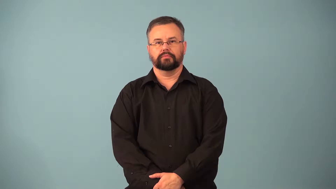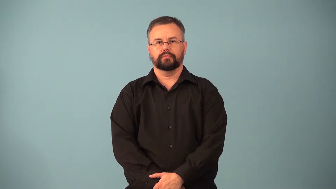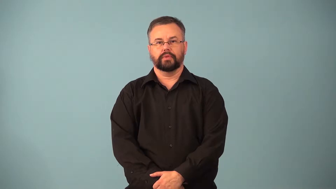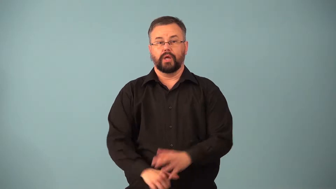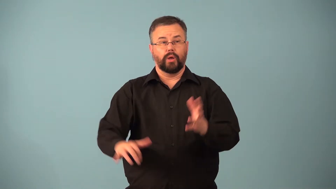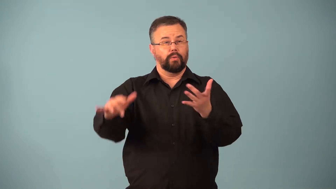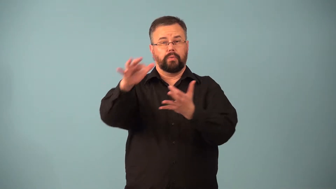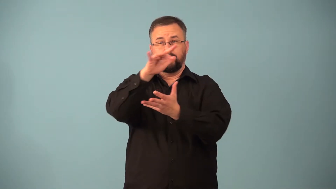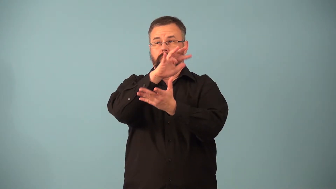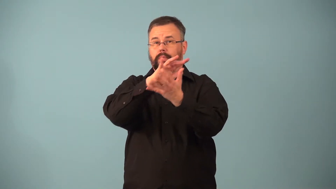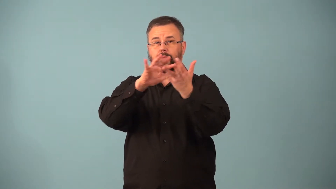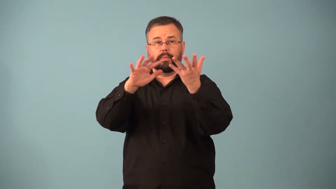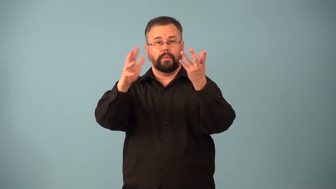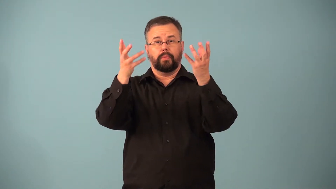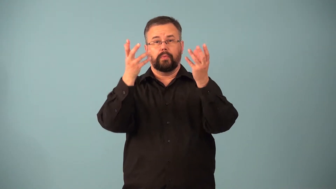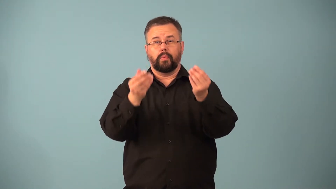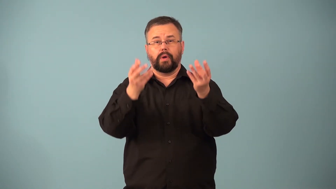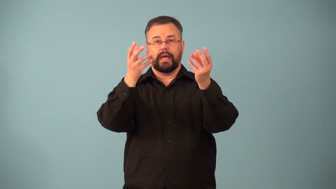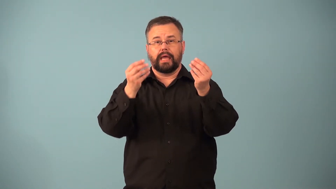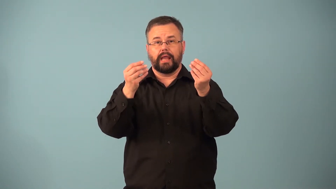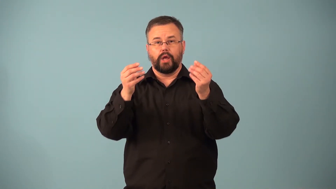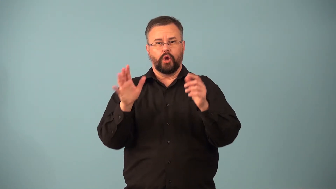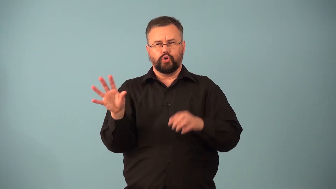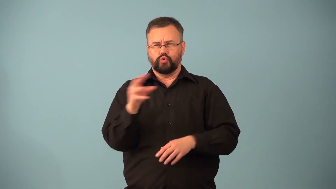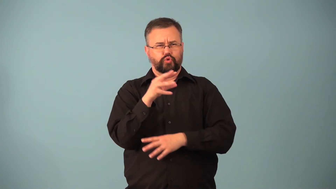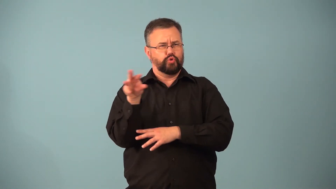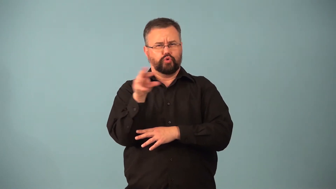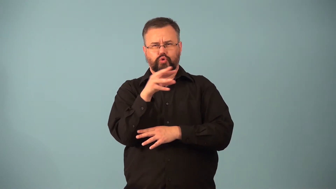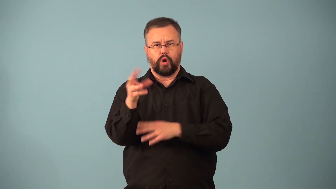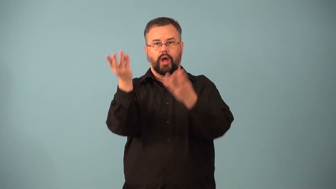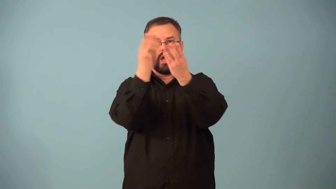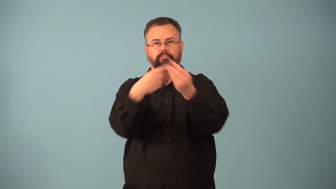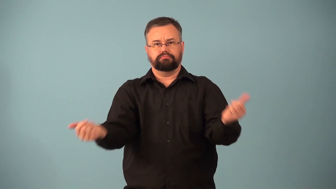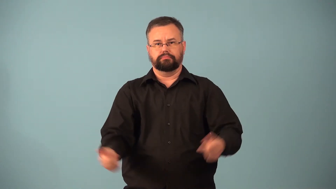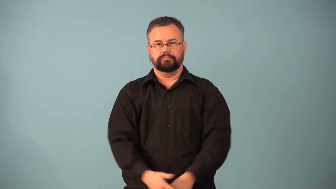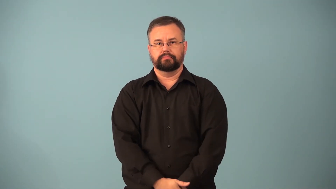demist